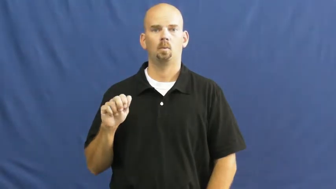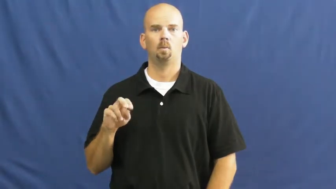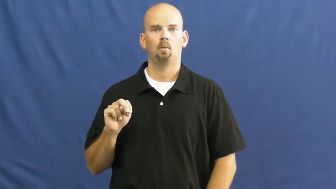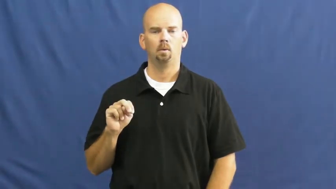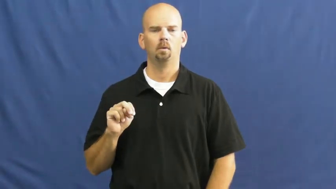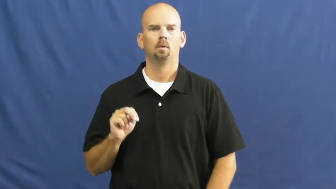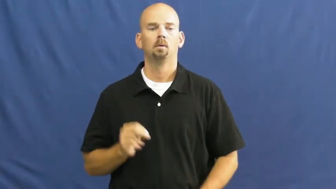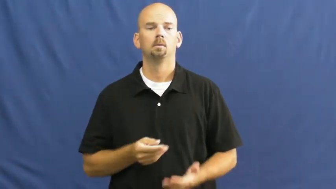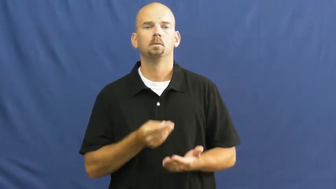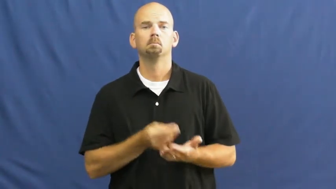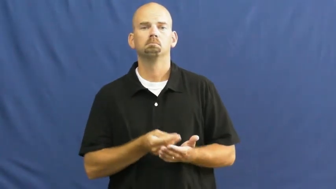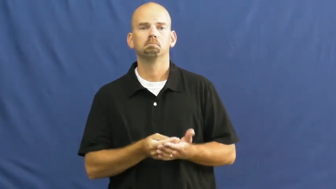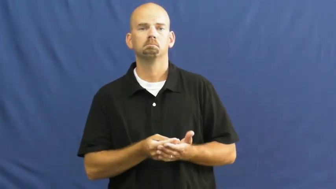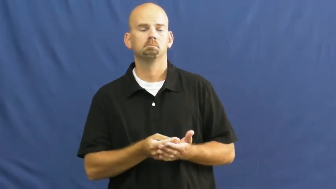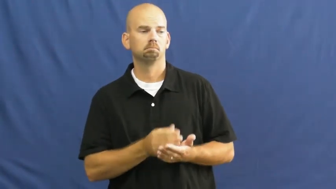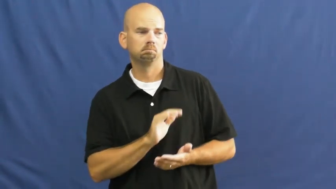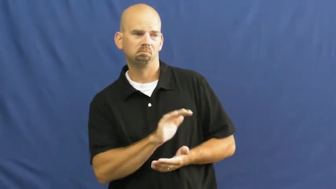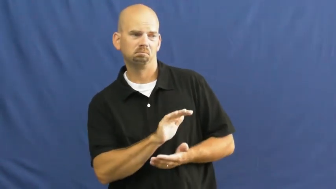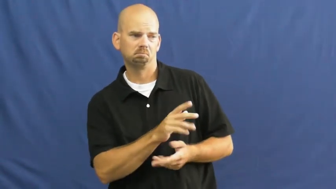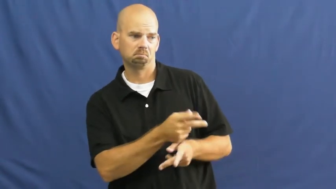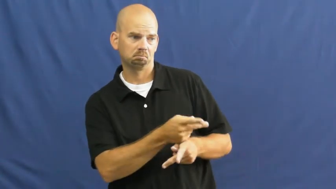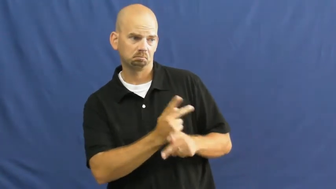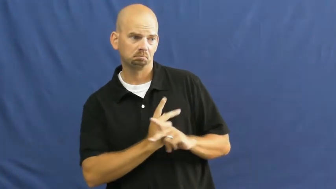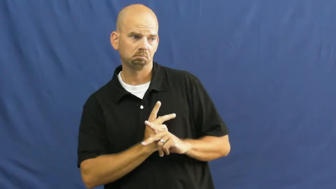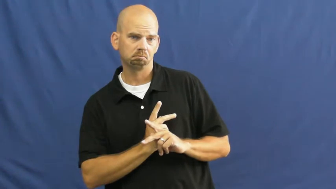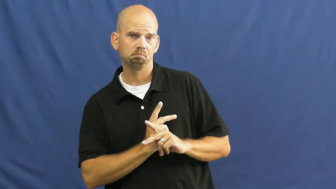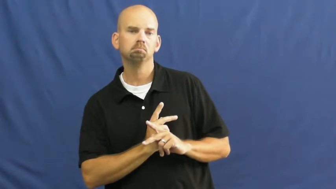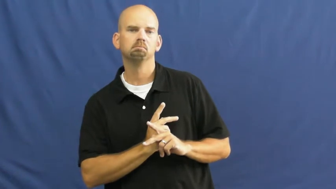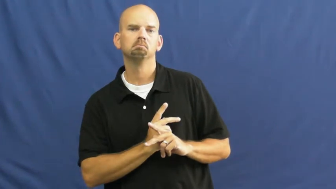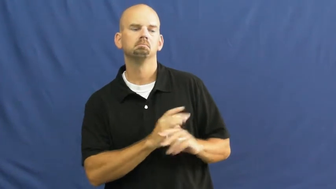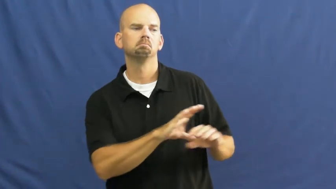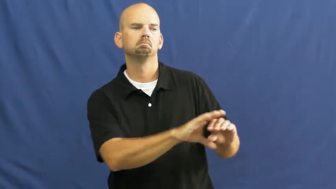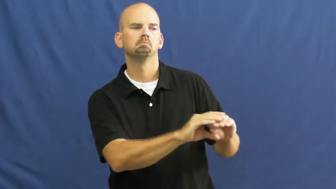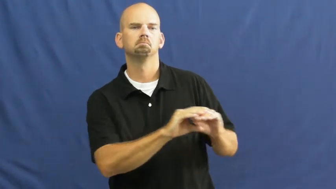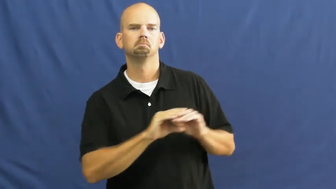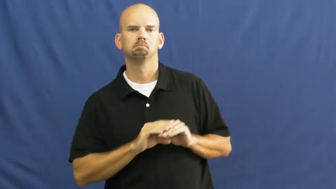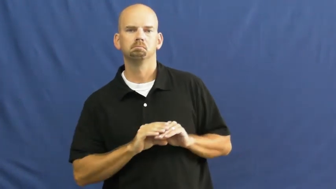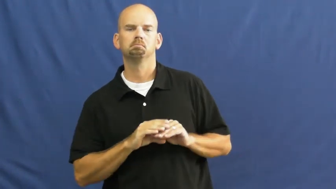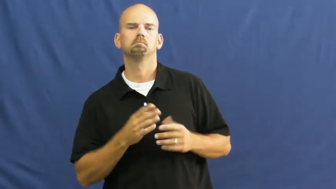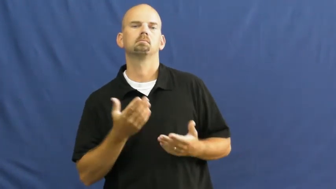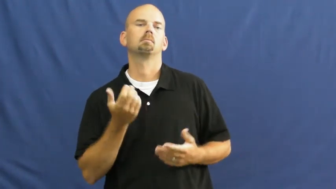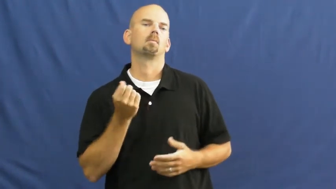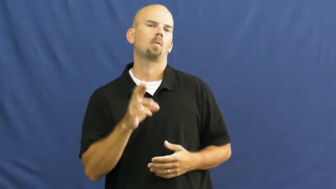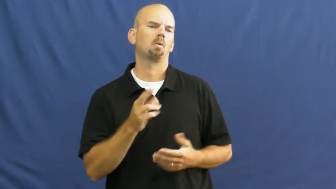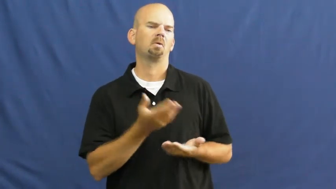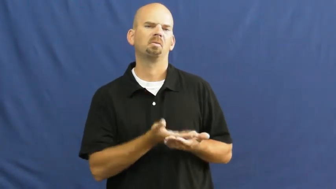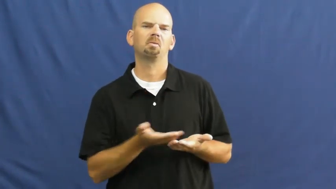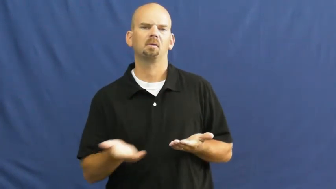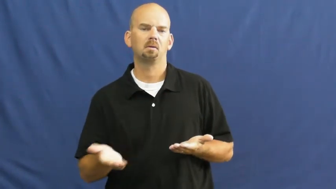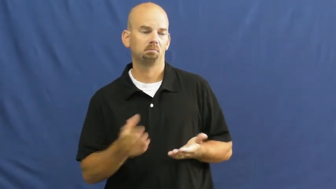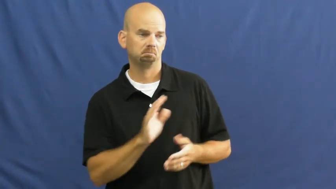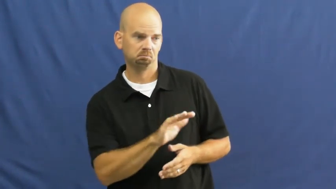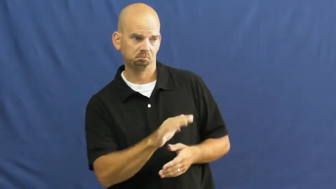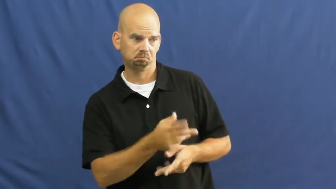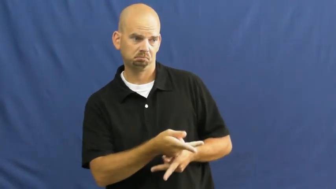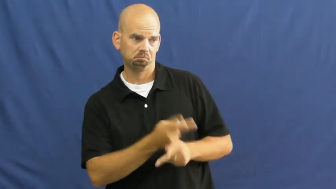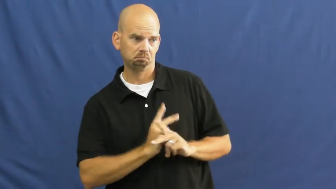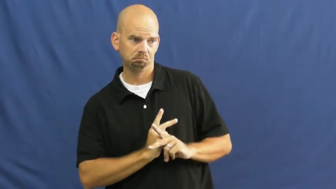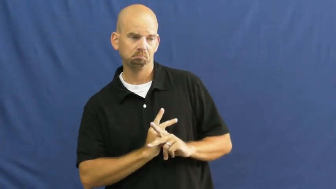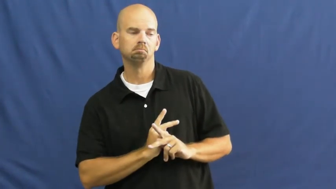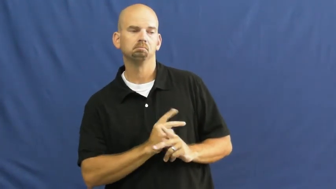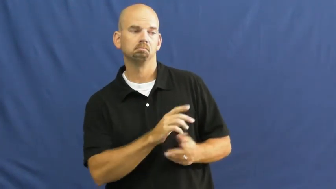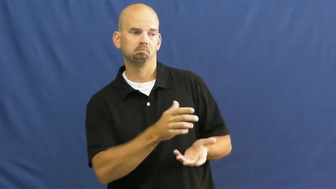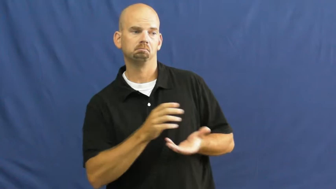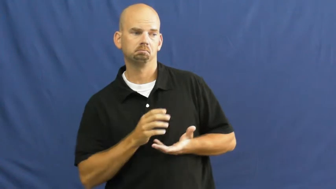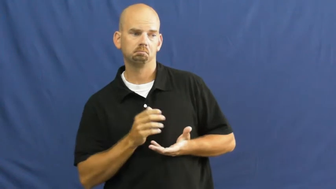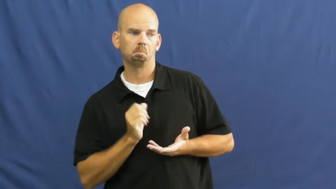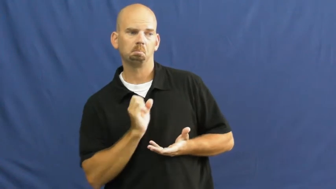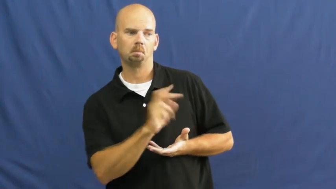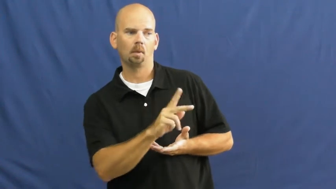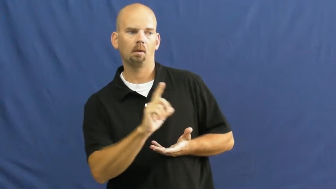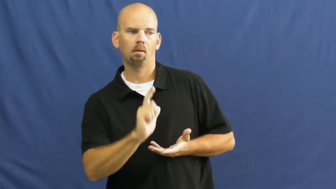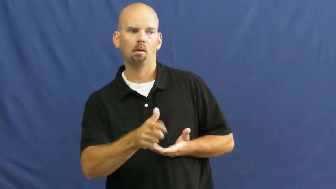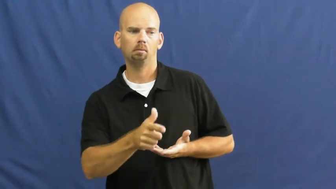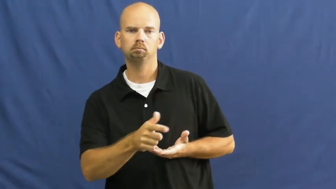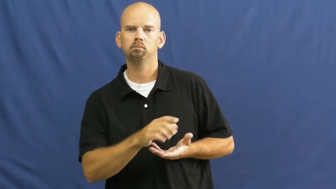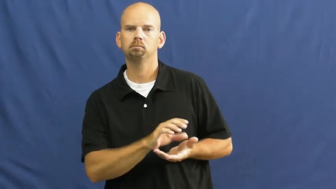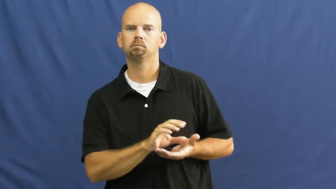loan